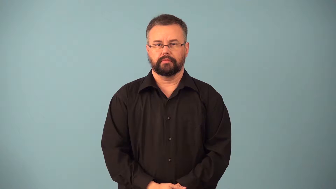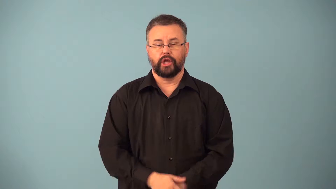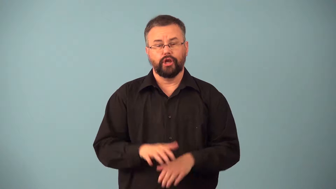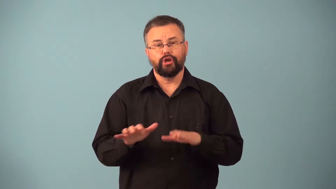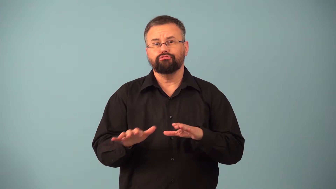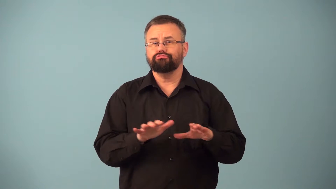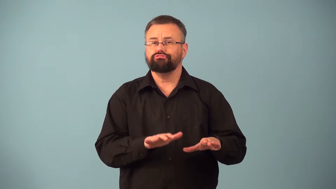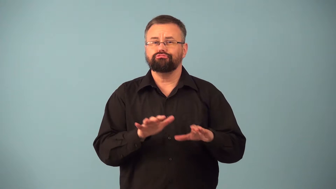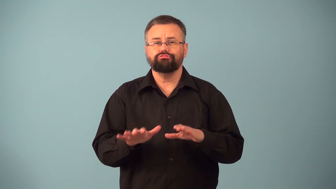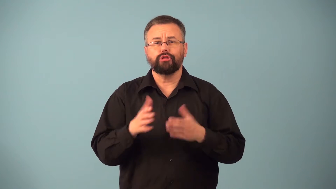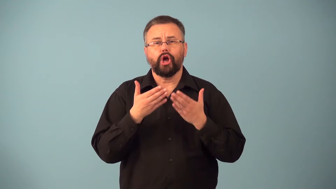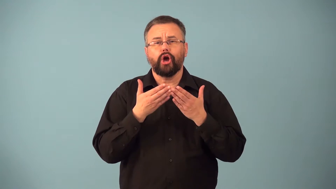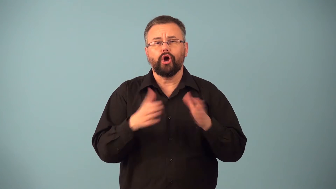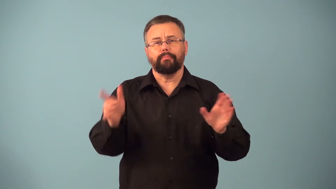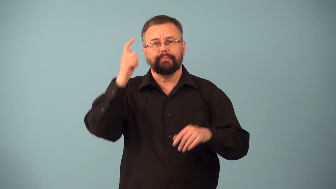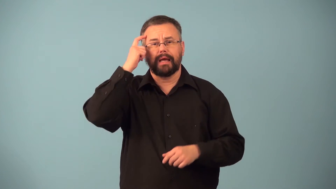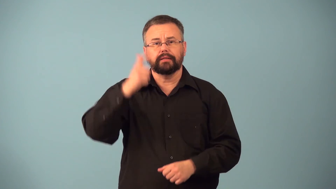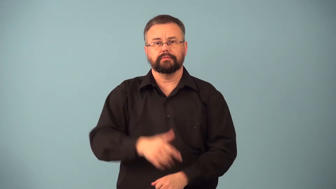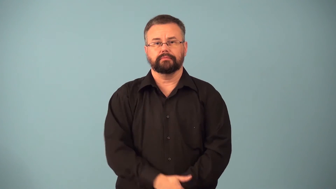easygoing